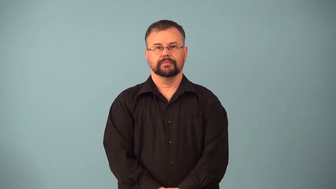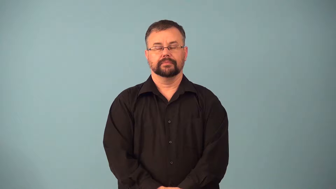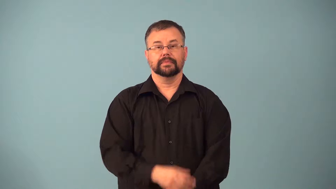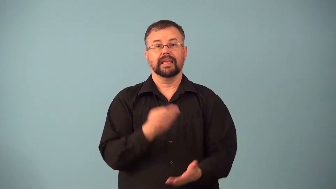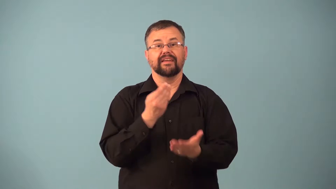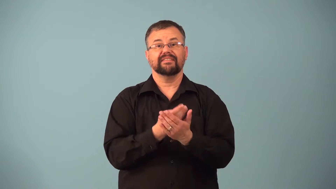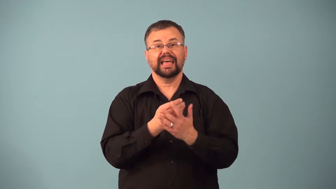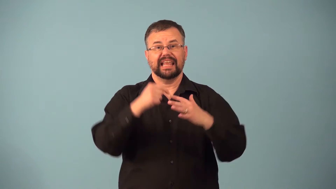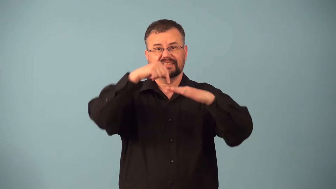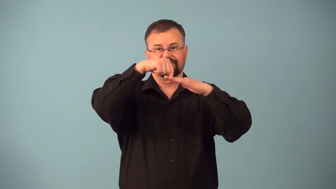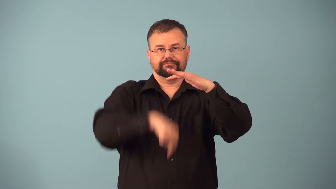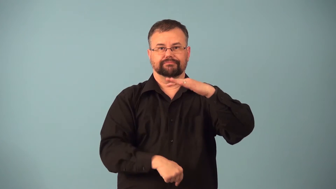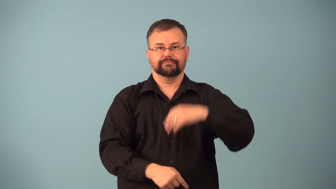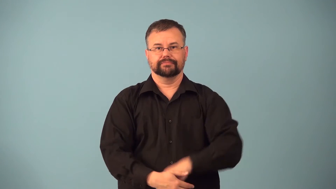loss-financial